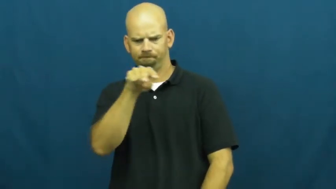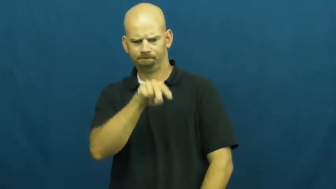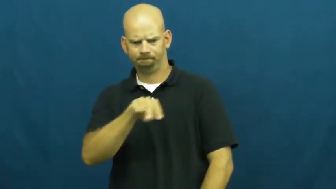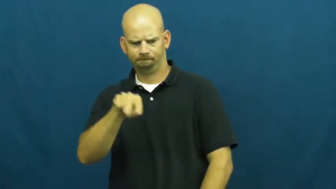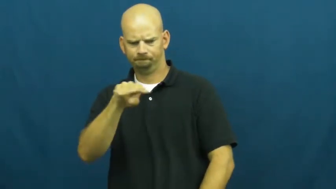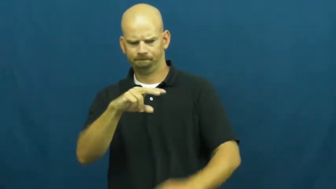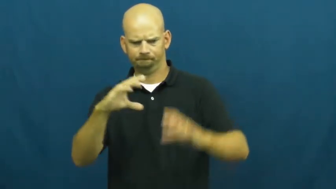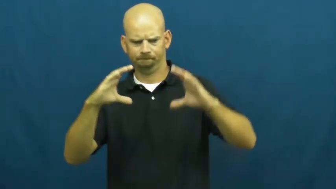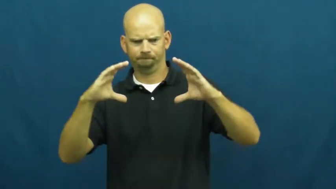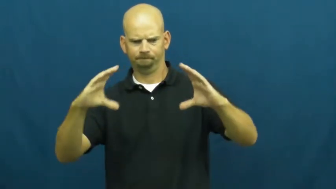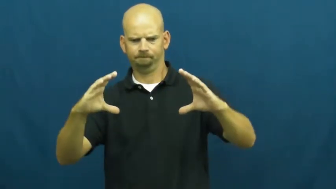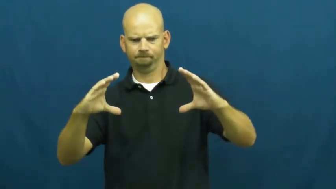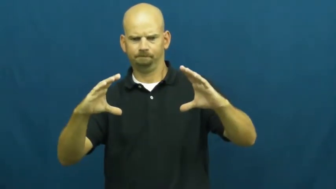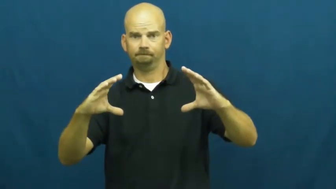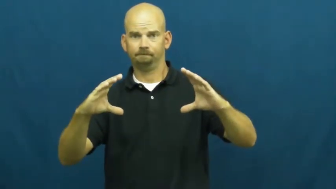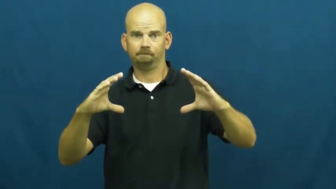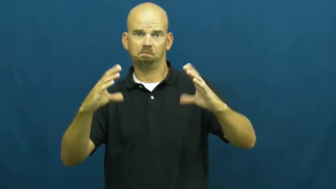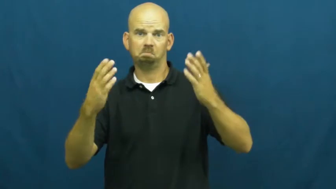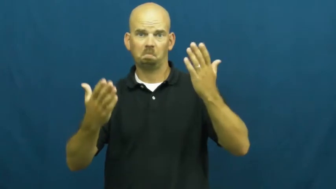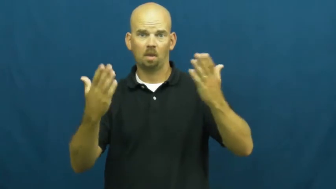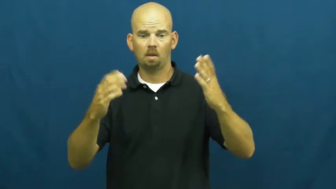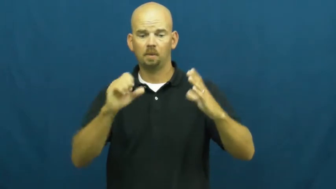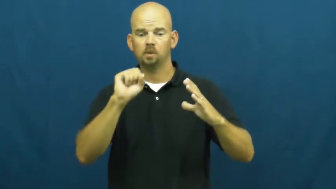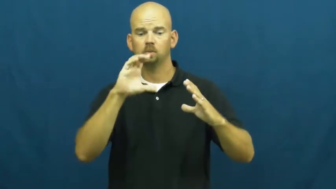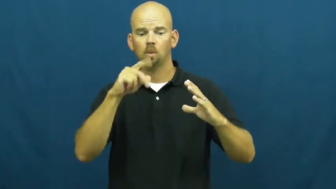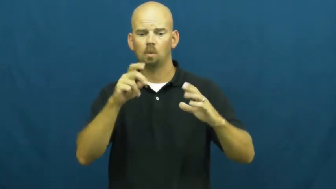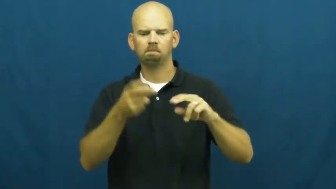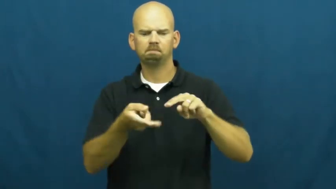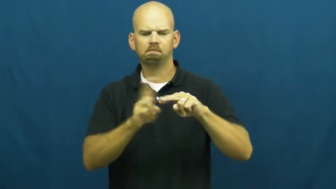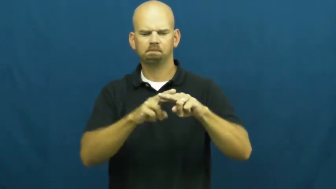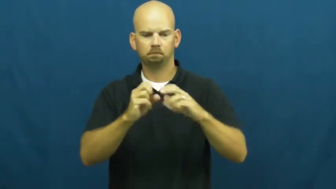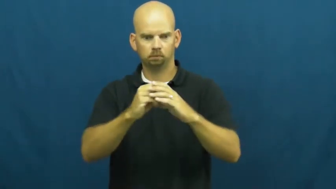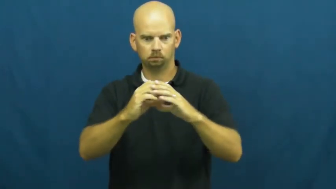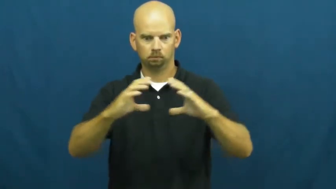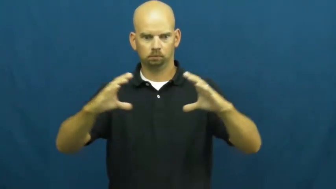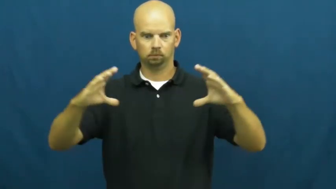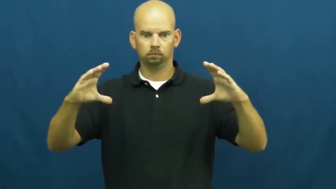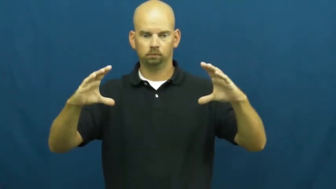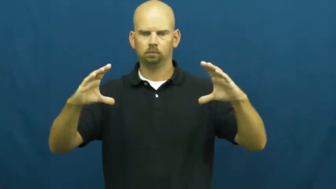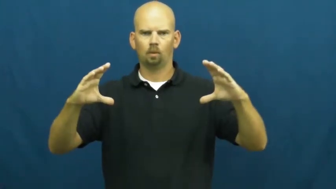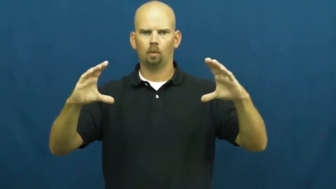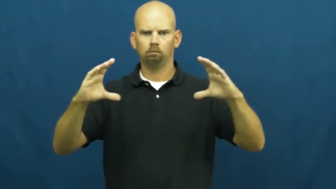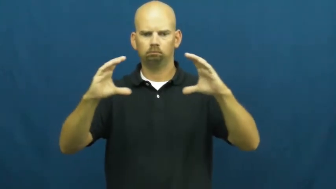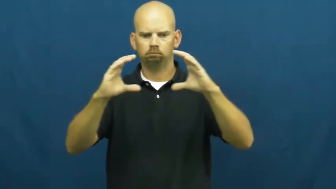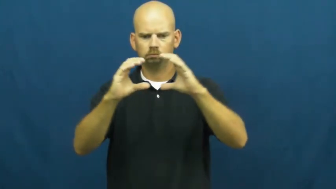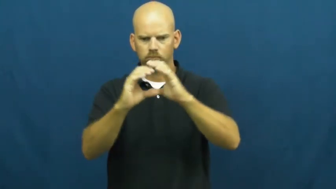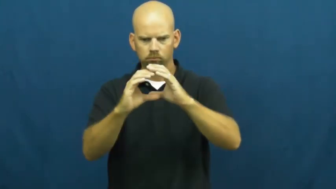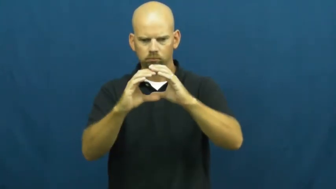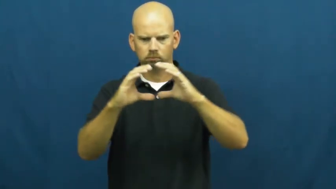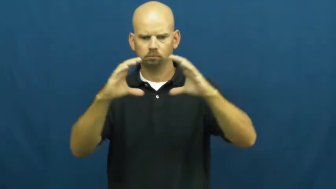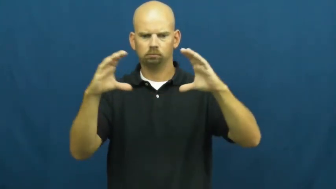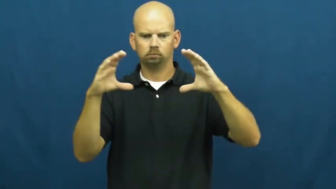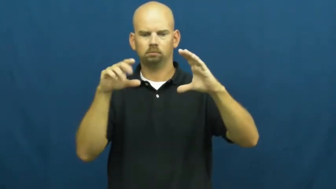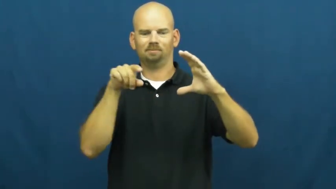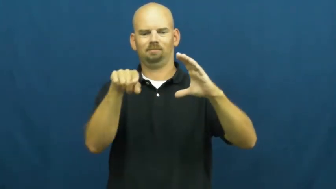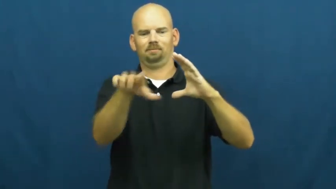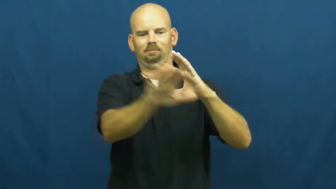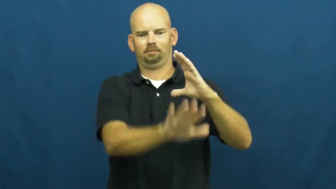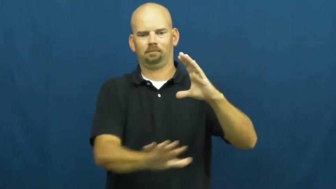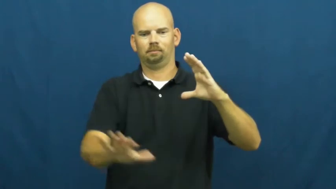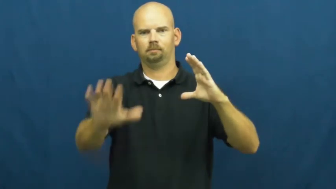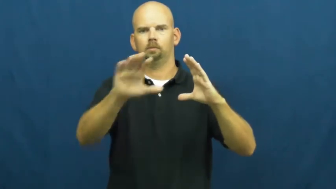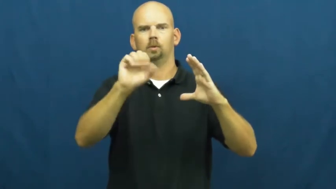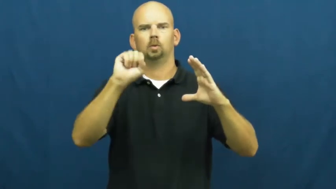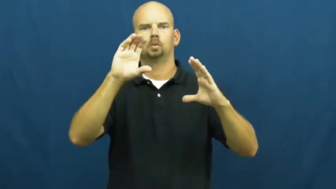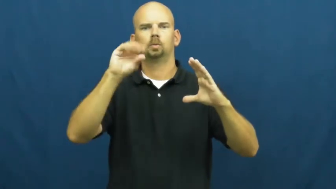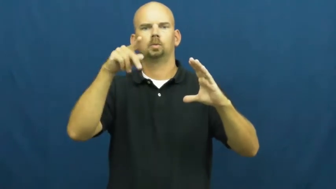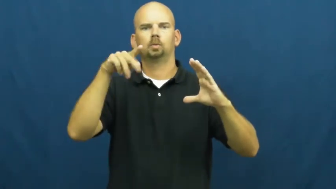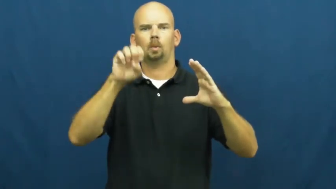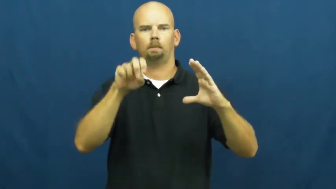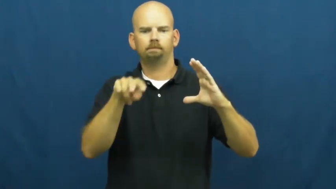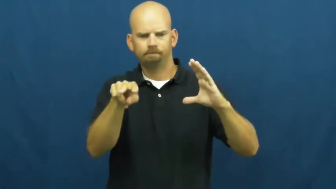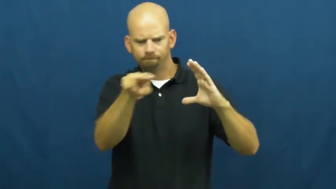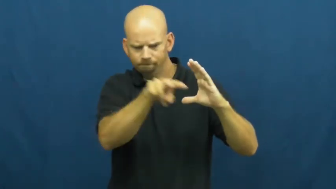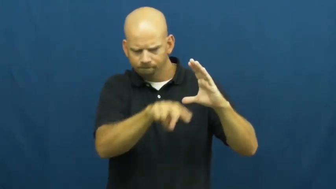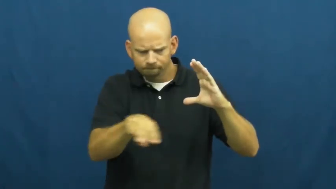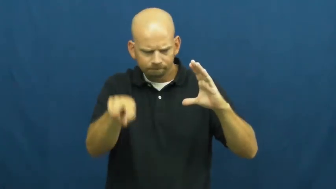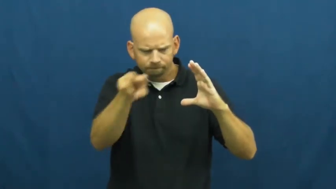scope